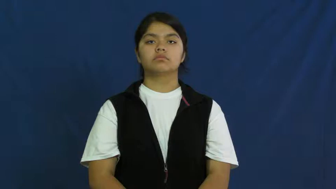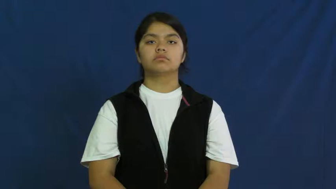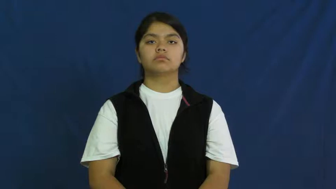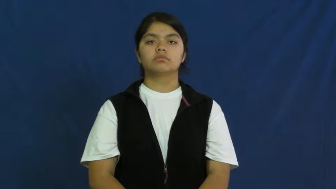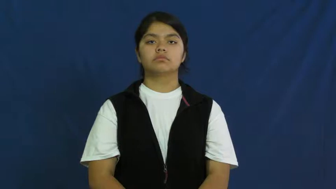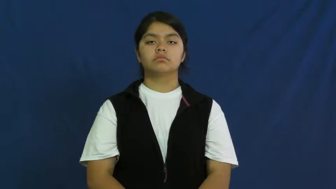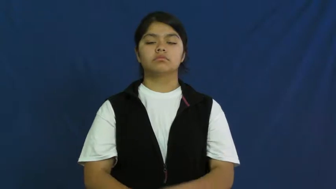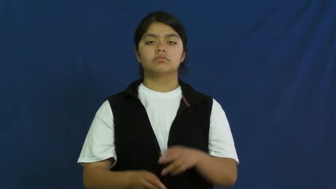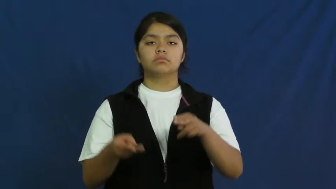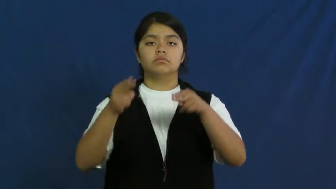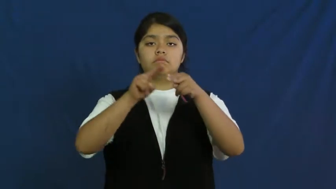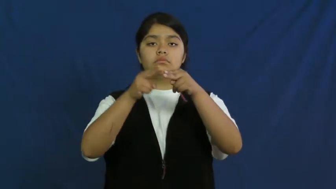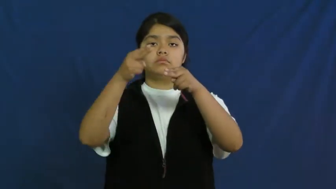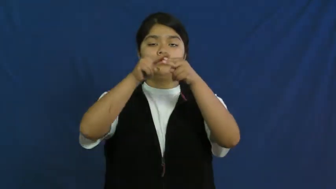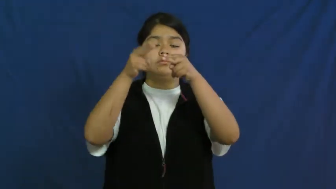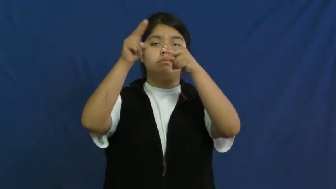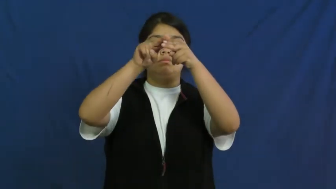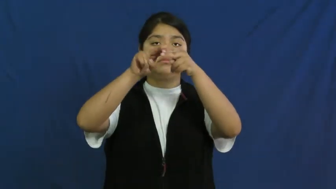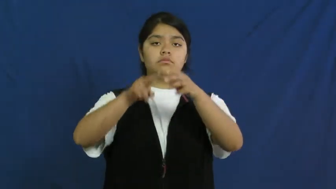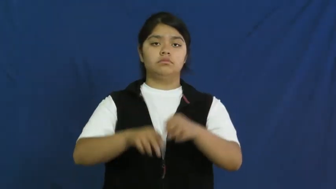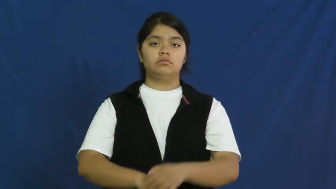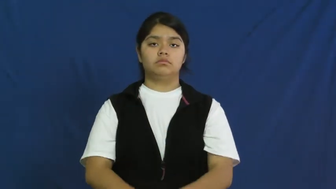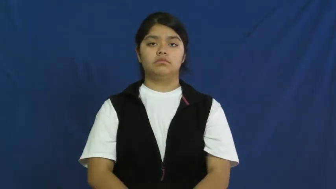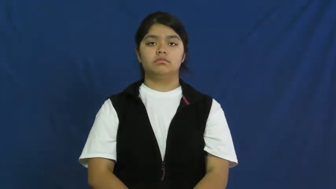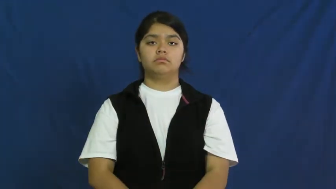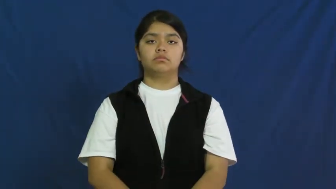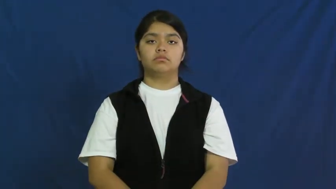pack on